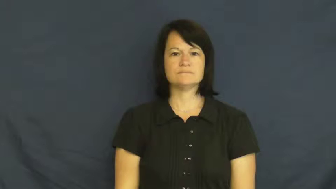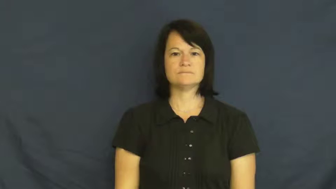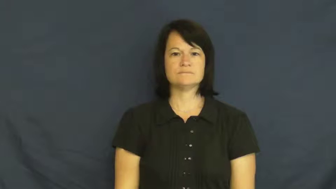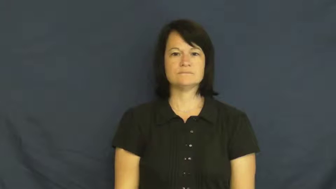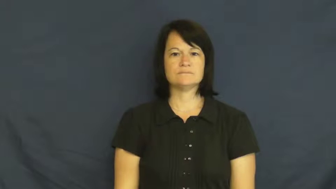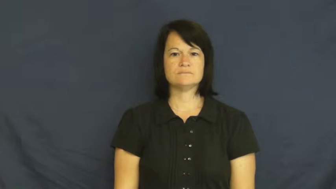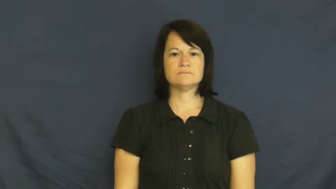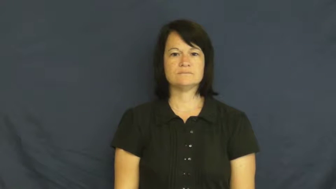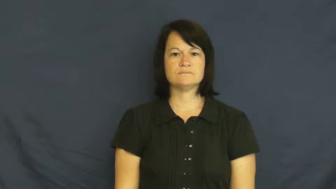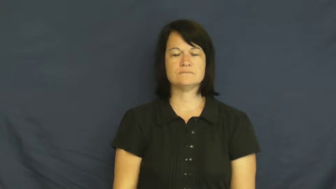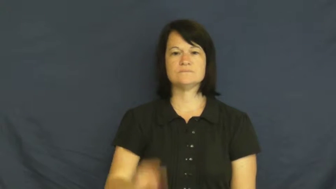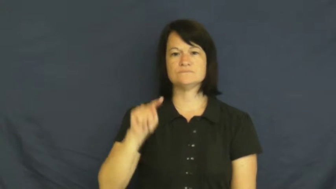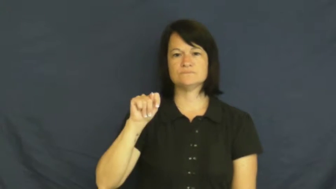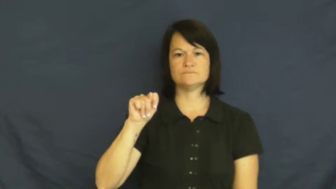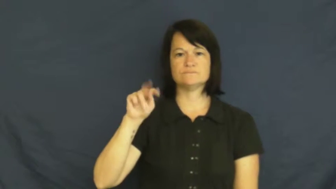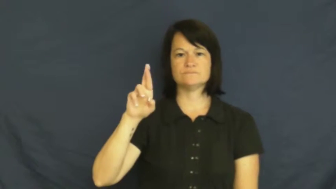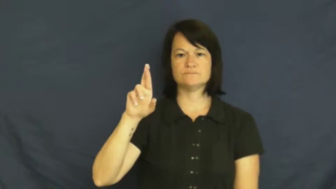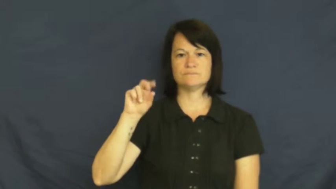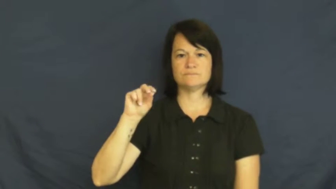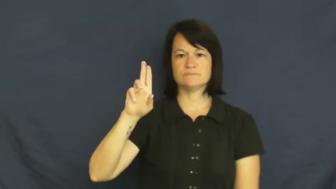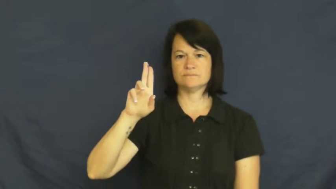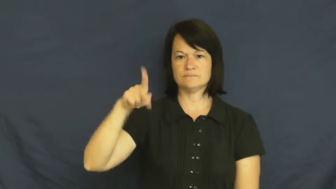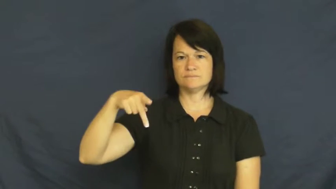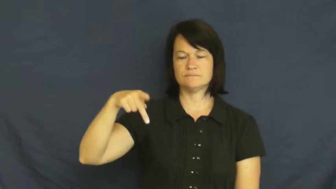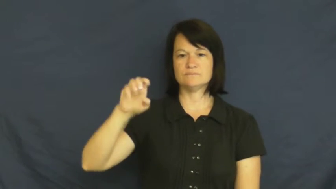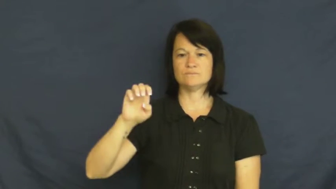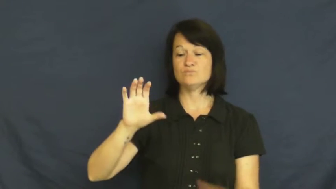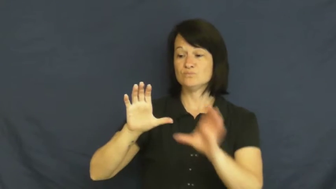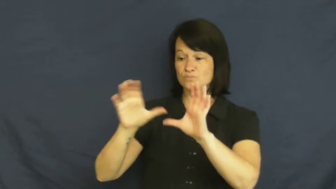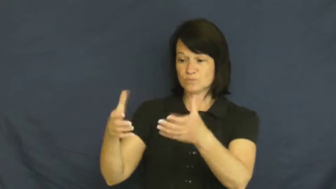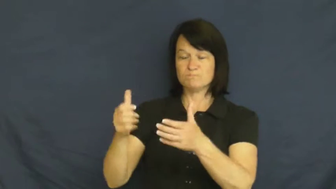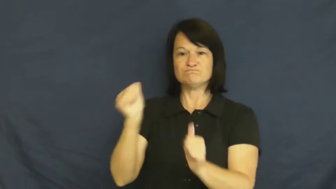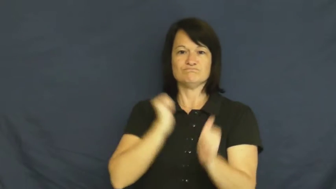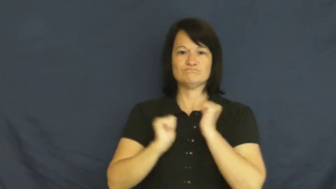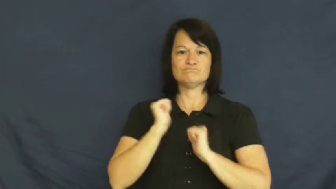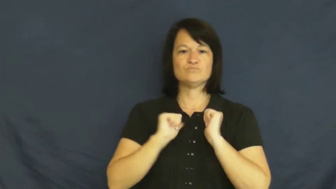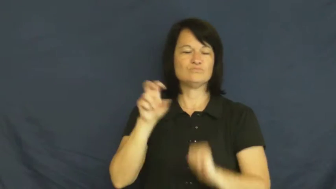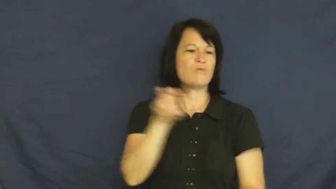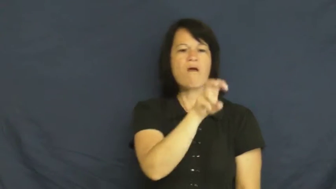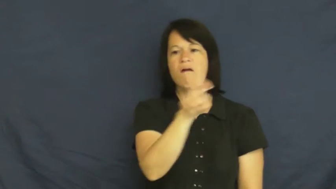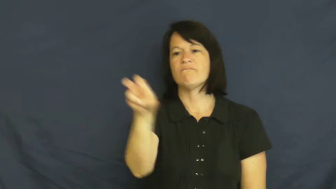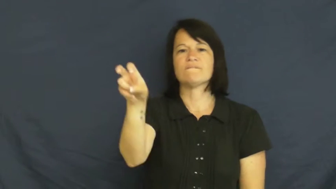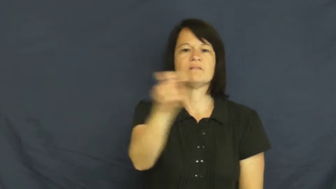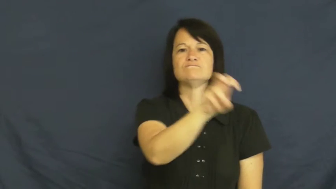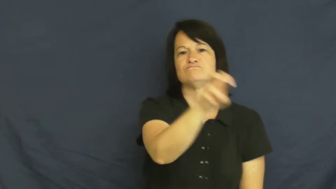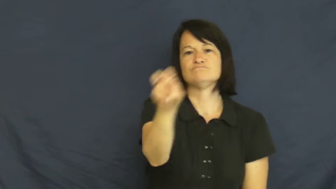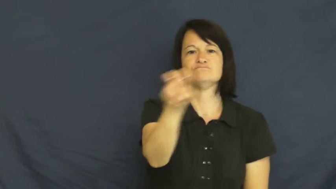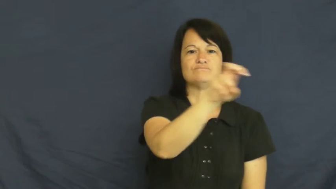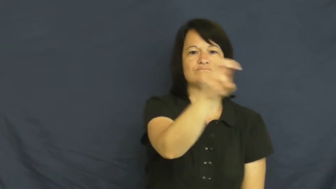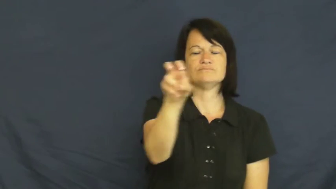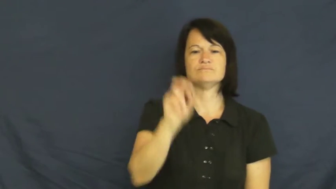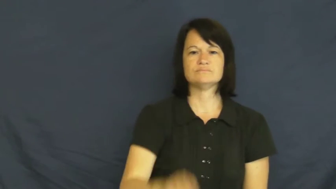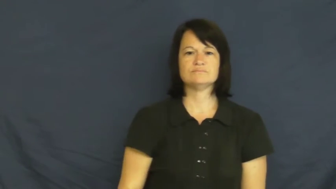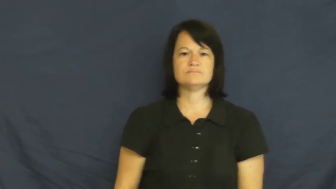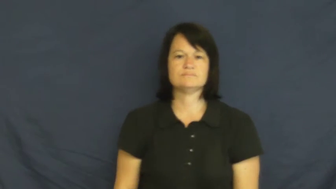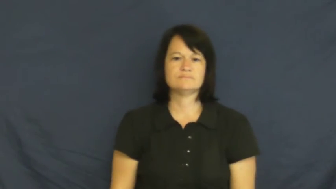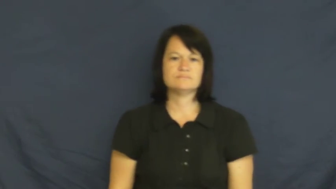troupe